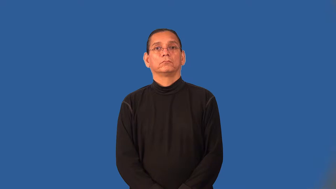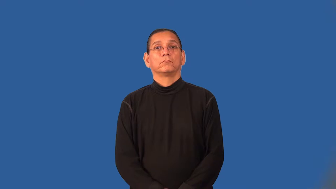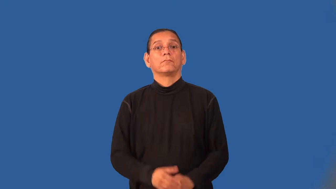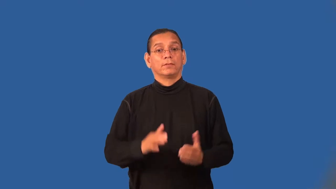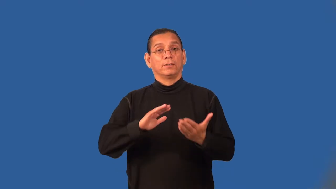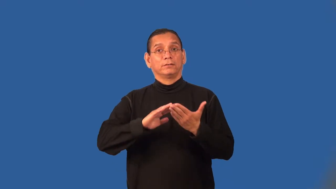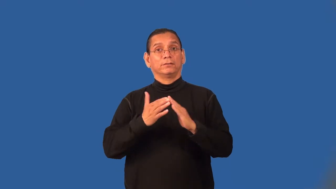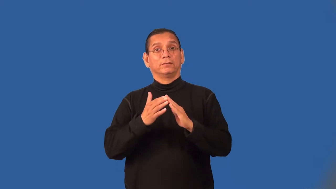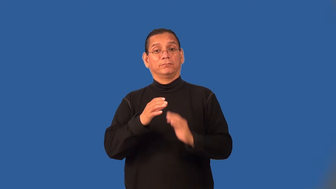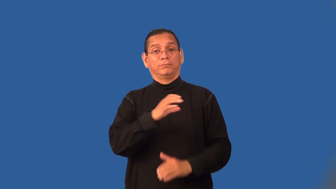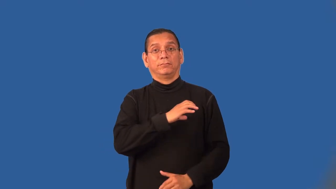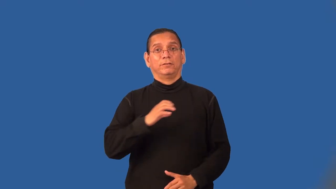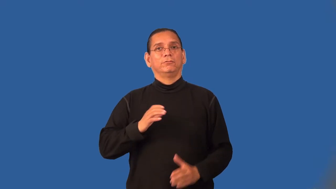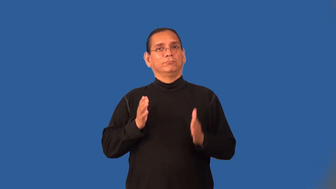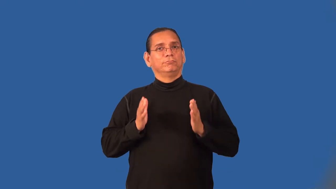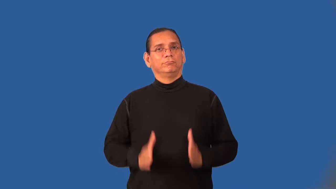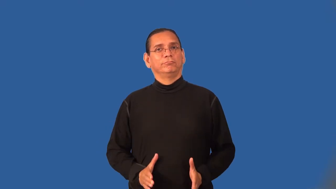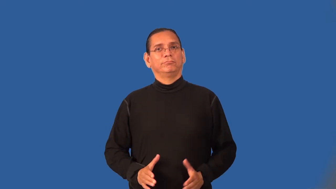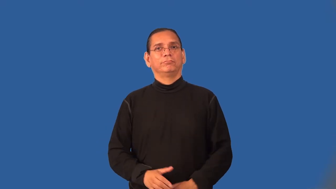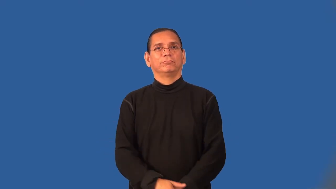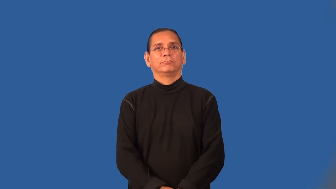alderman